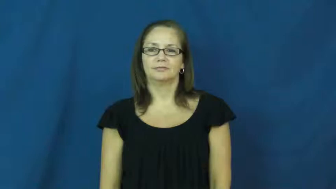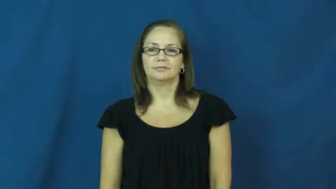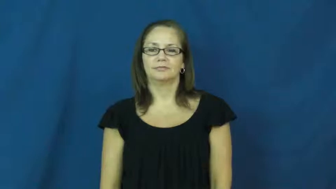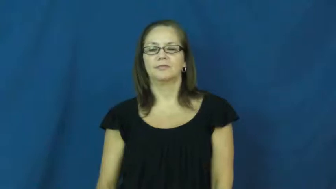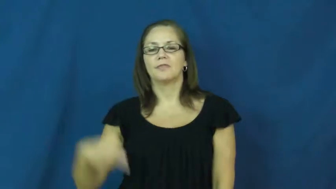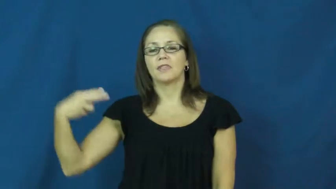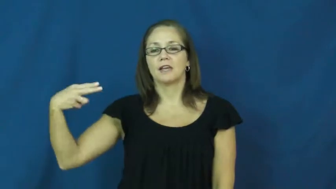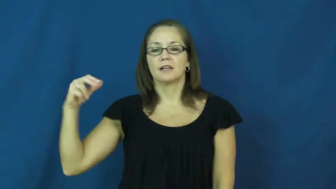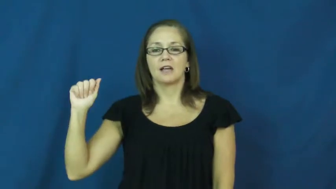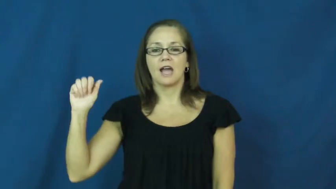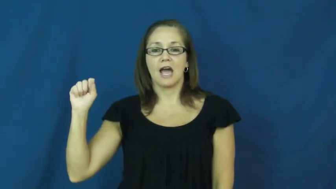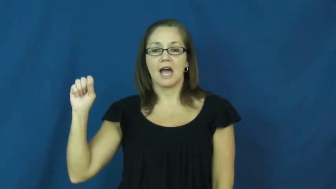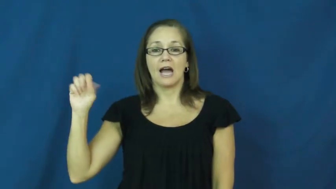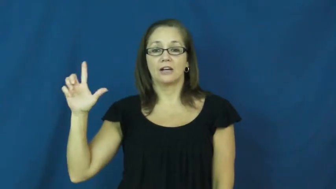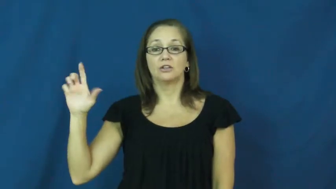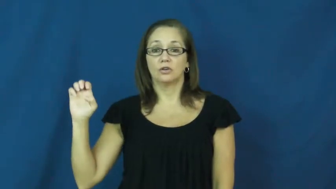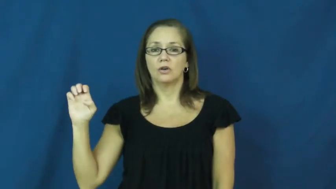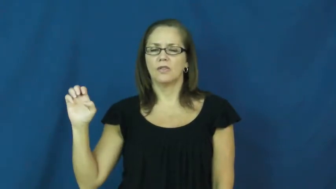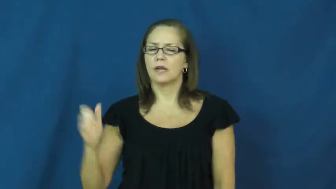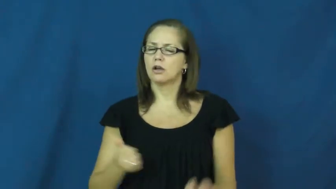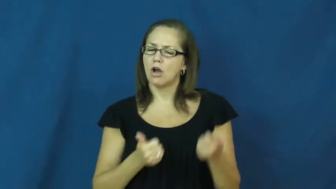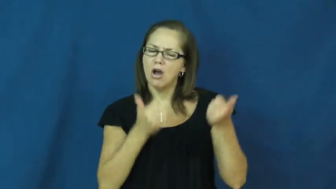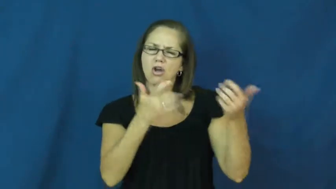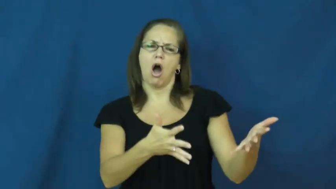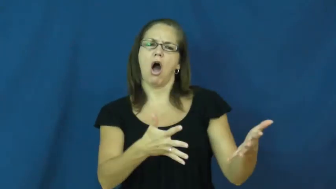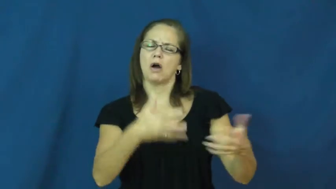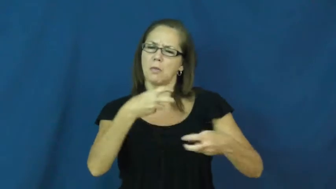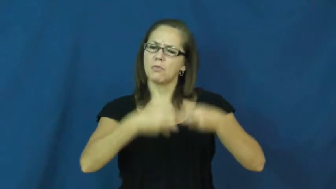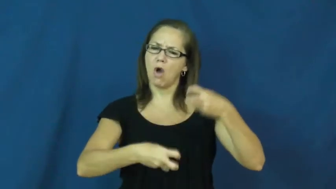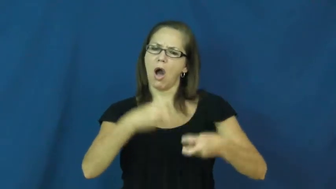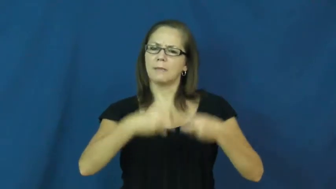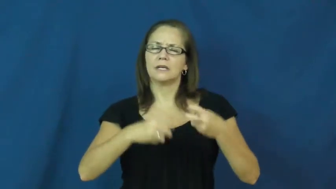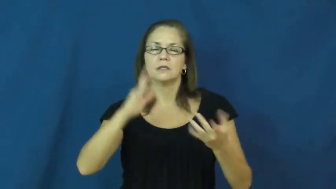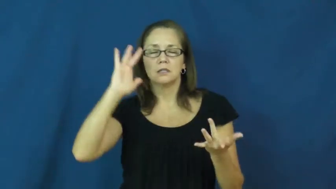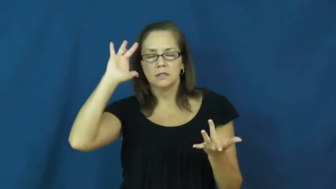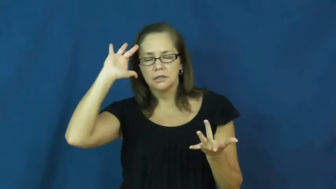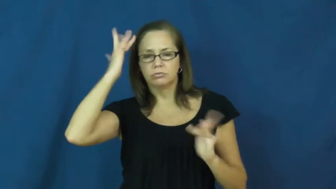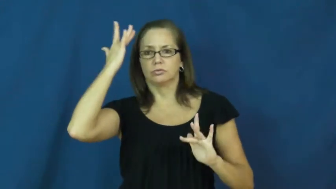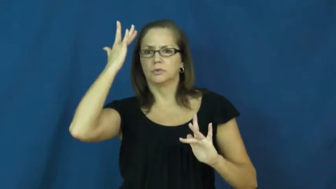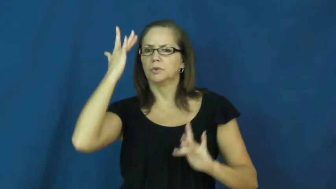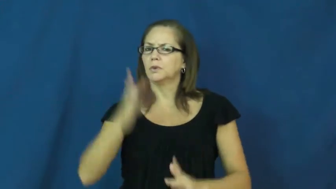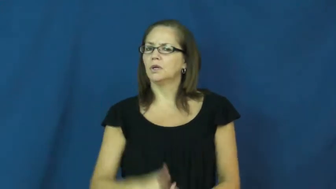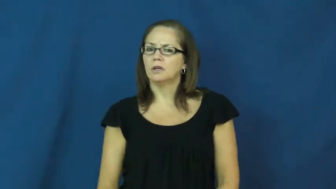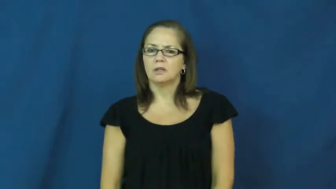hassle